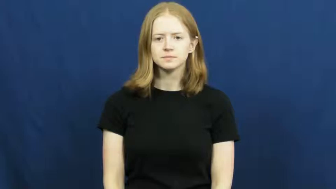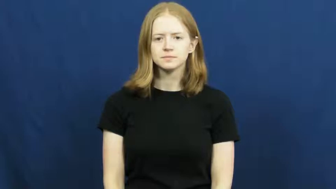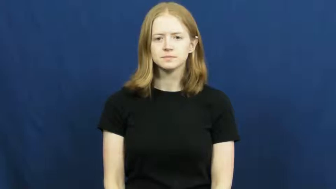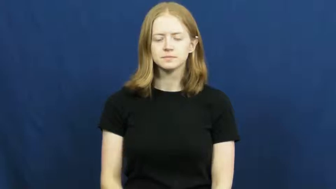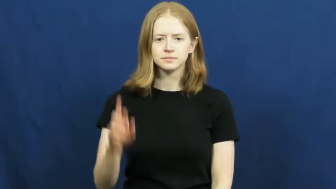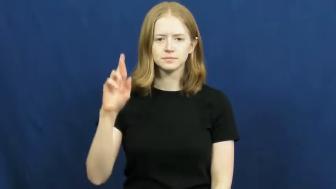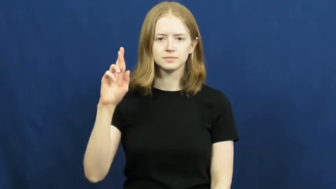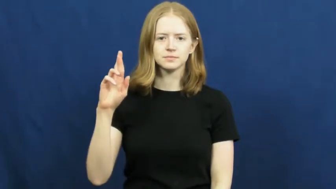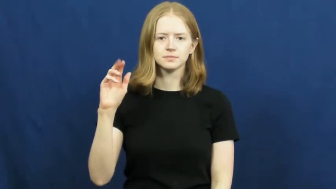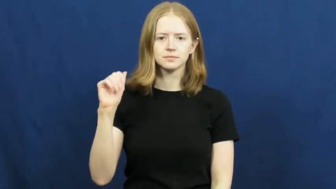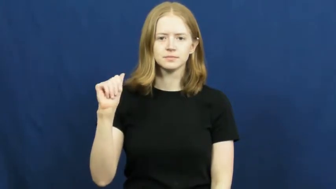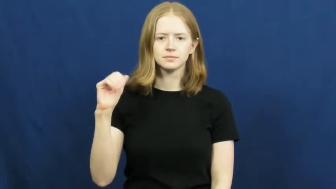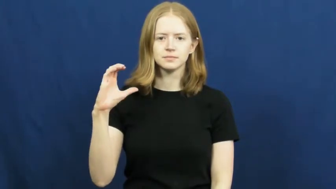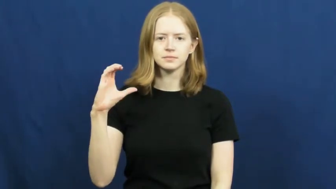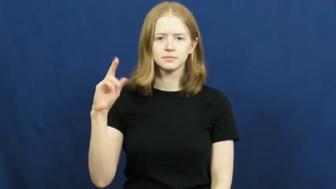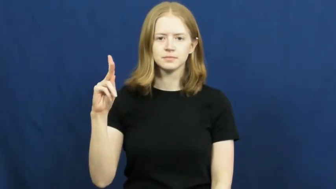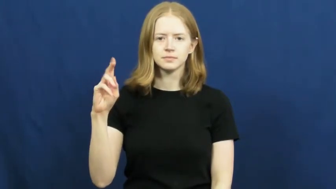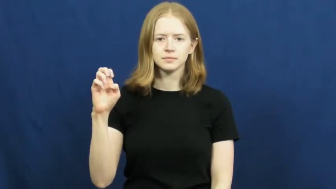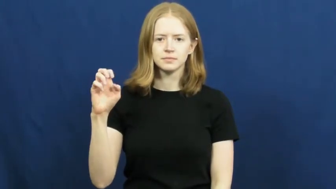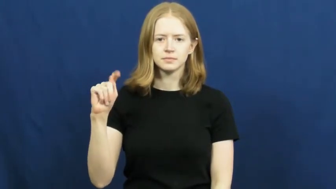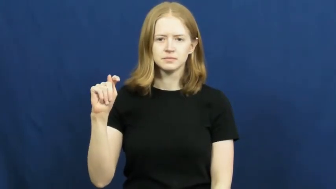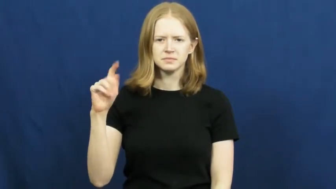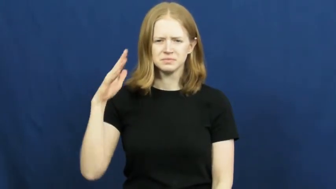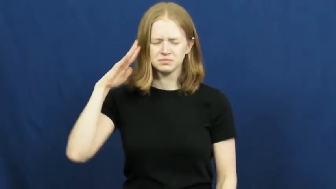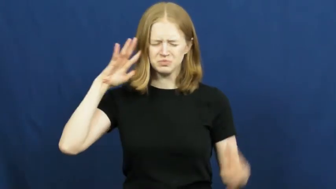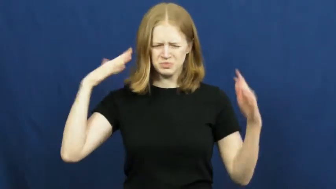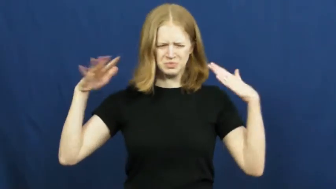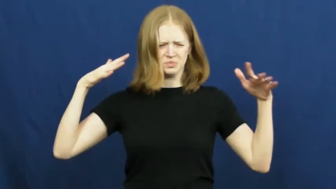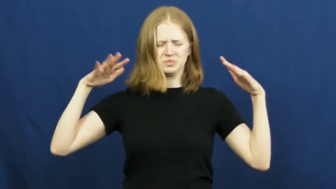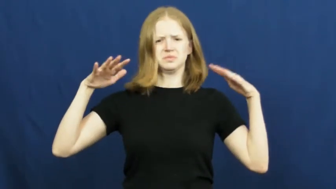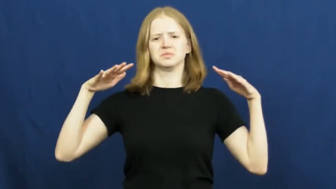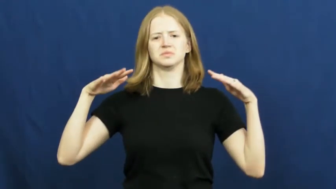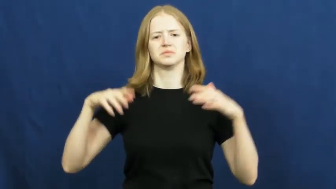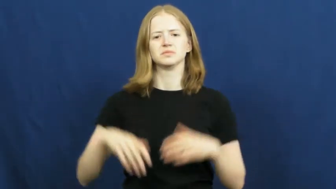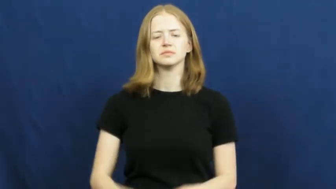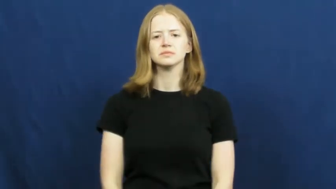racket-noise